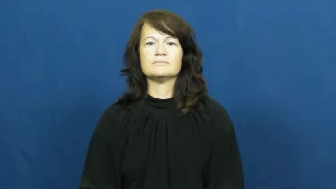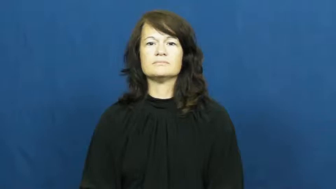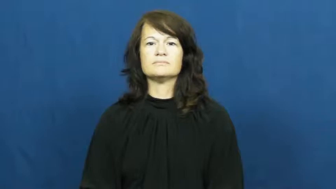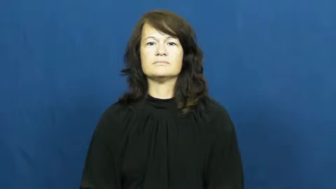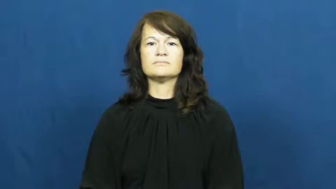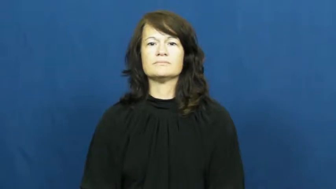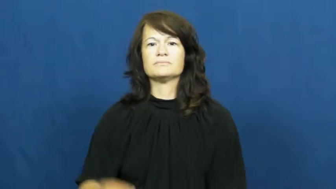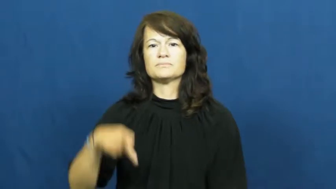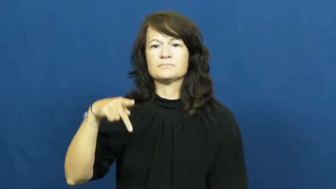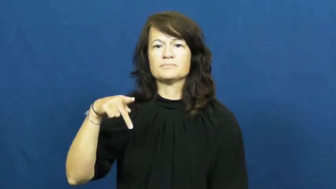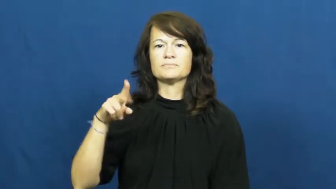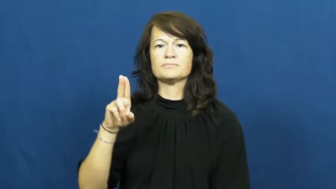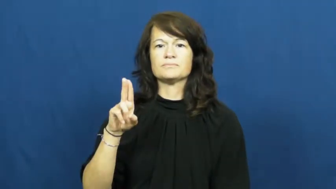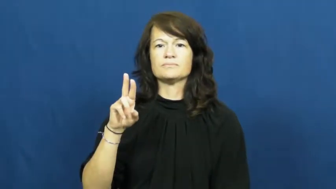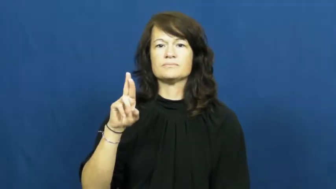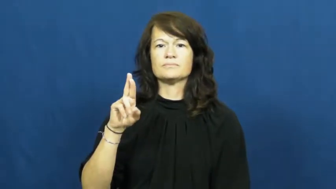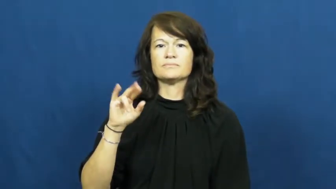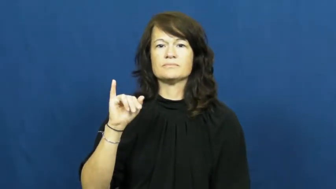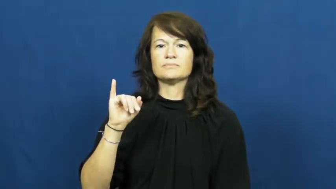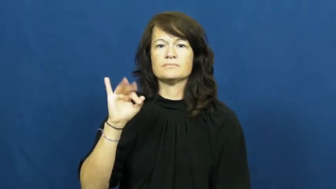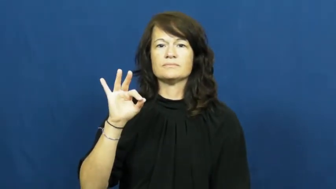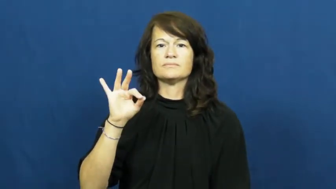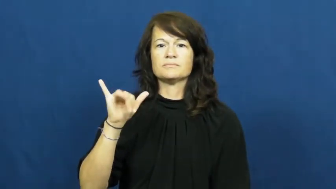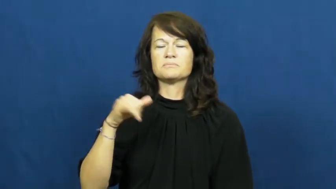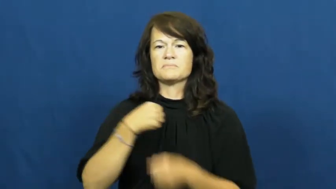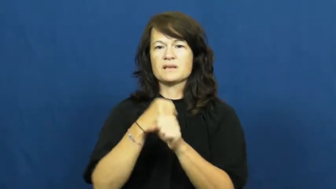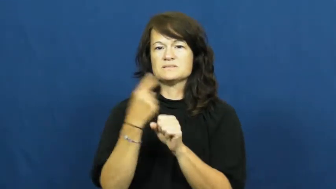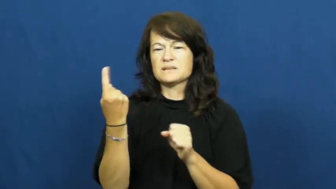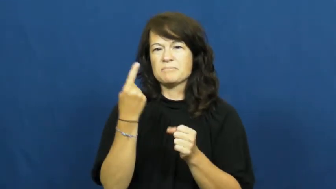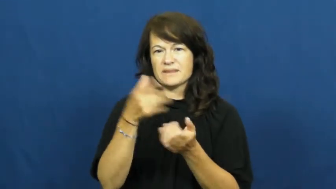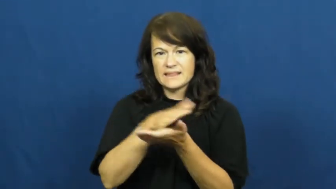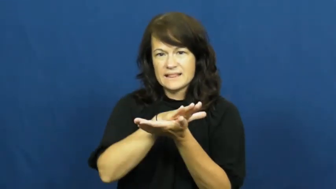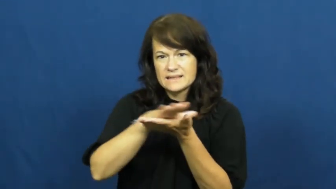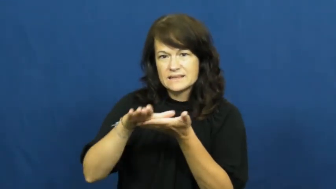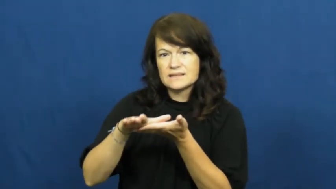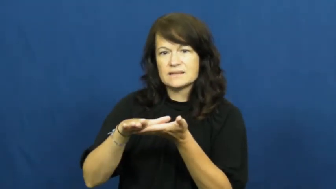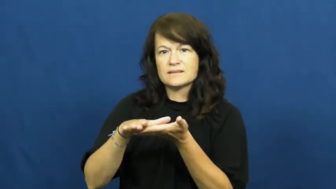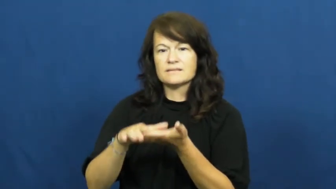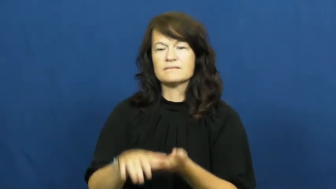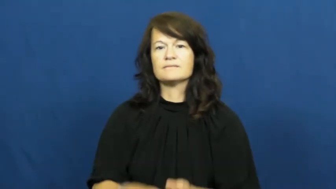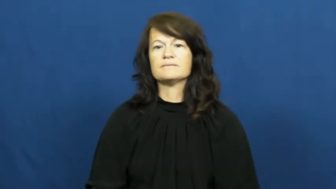purify